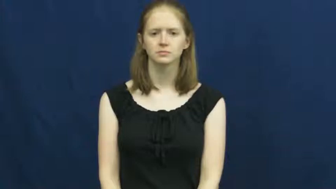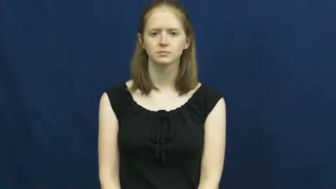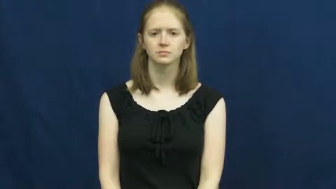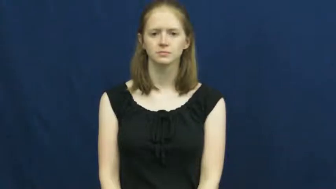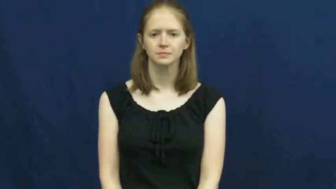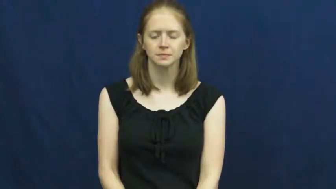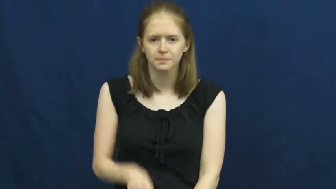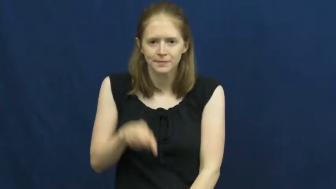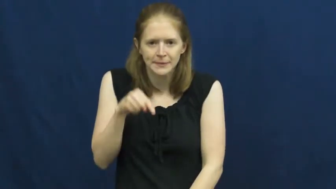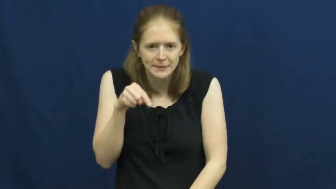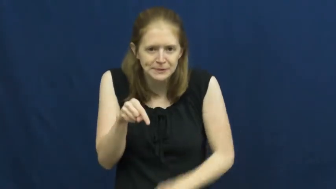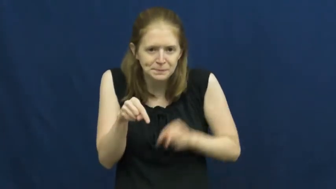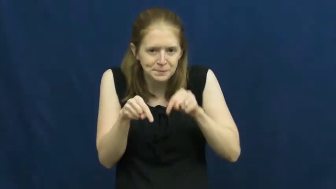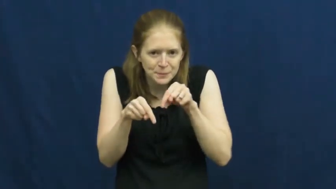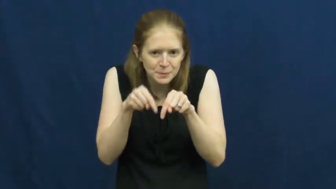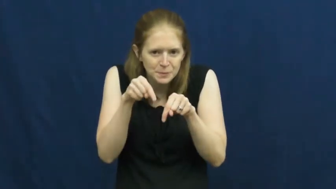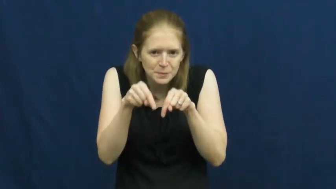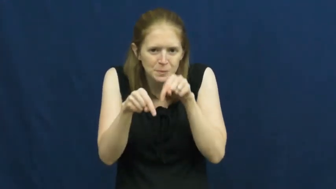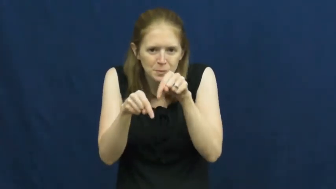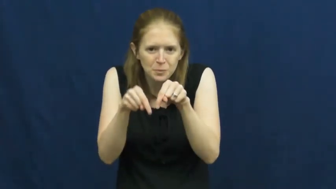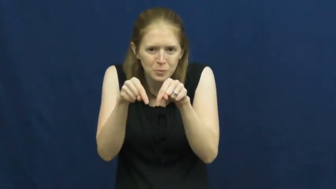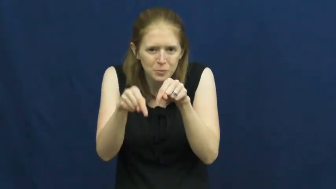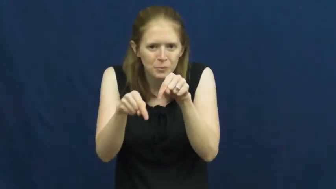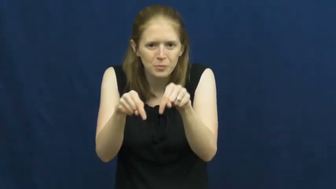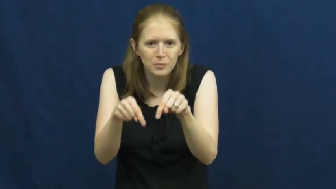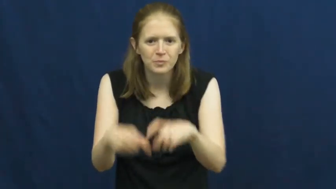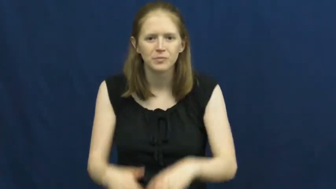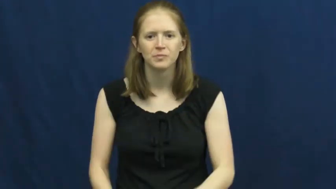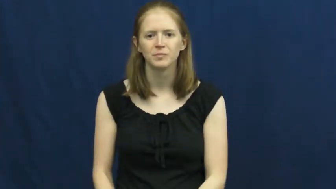tiptoe,tiptoe around,tiptoe about